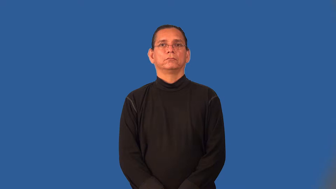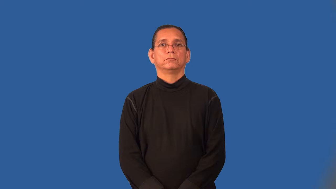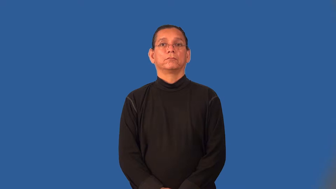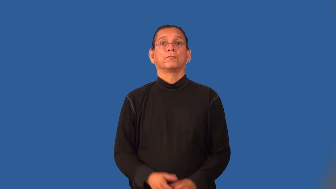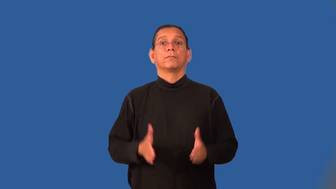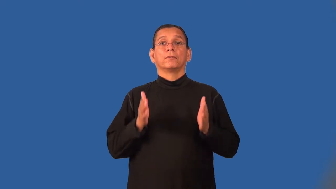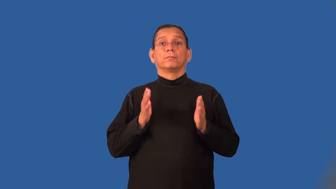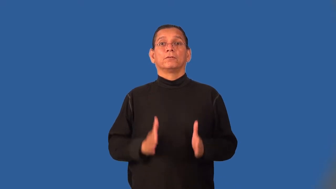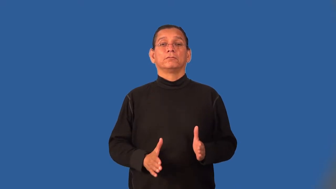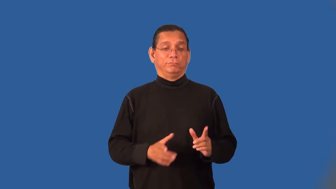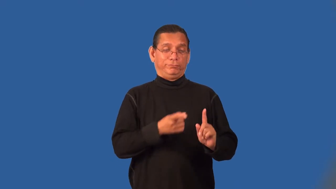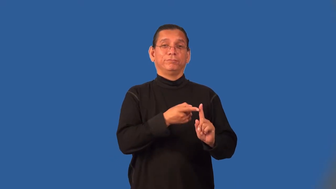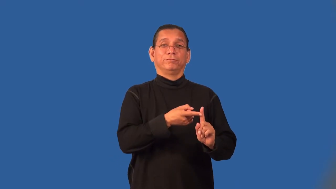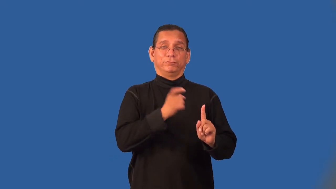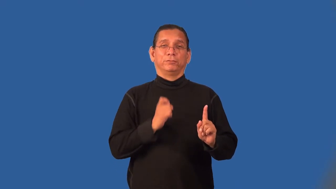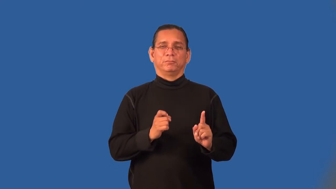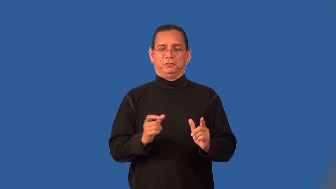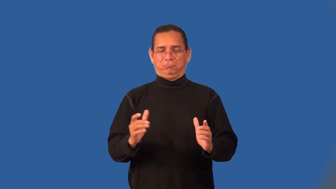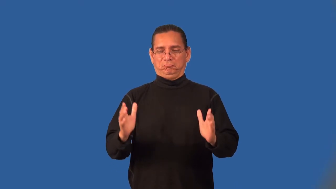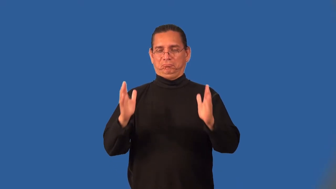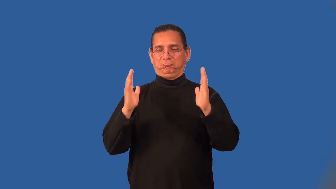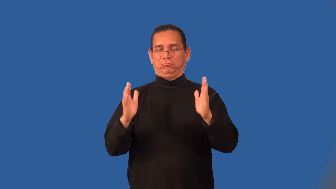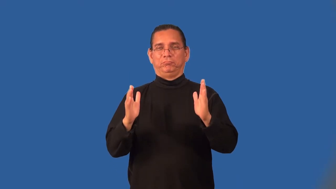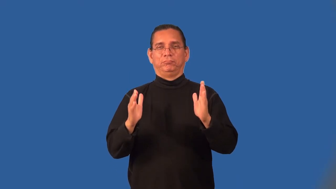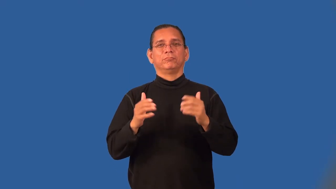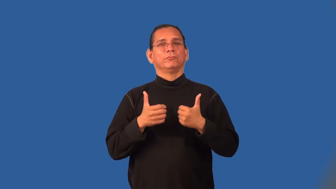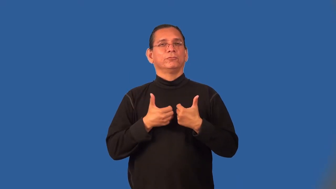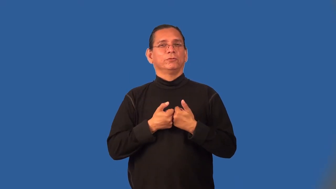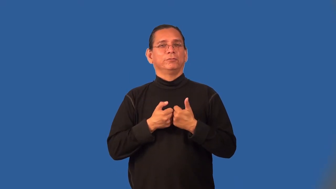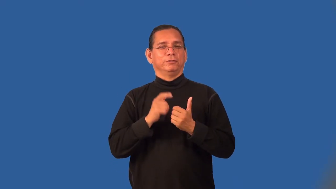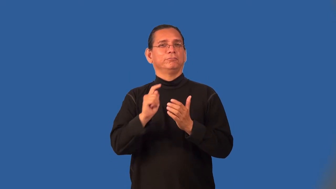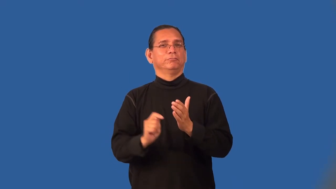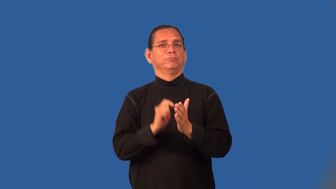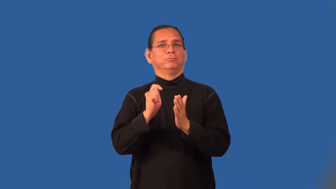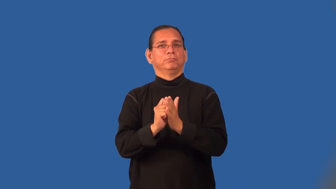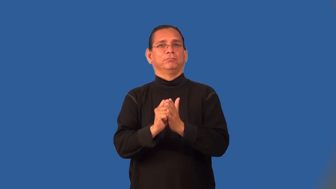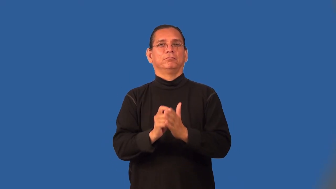romanticist